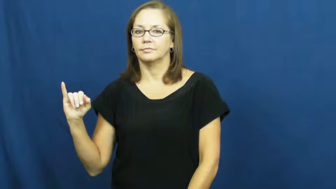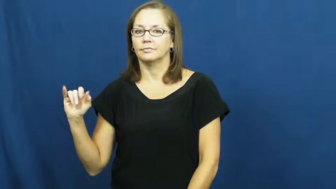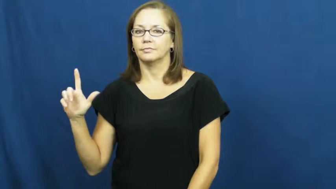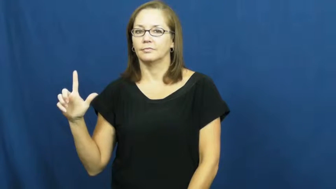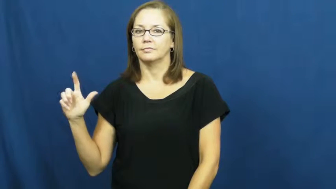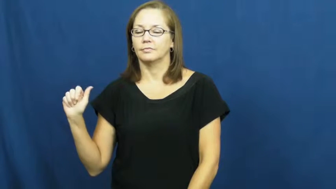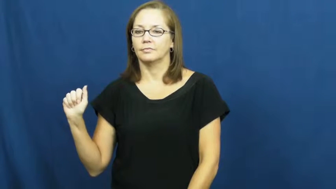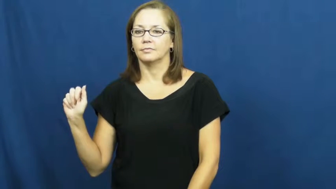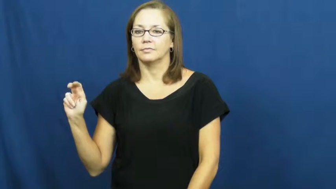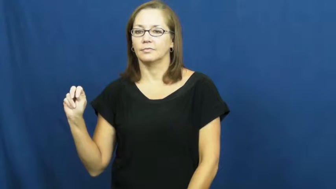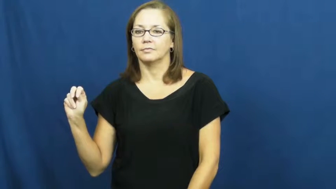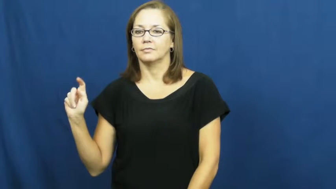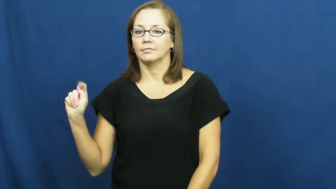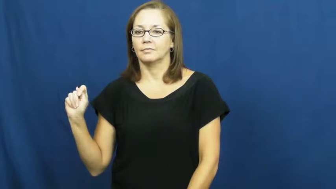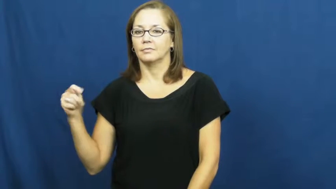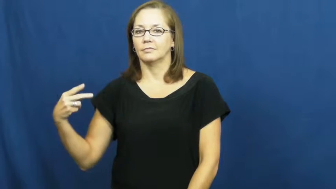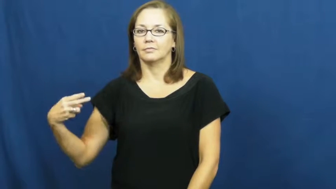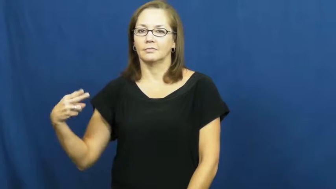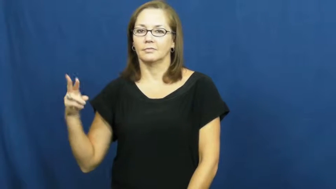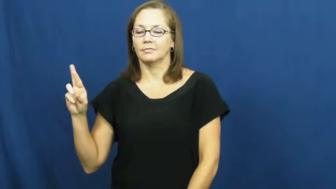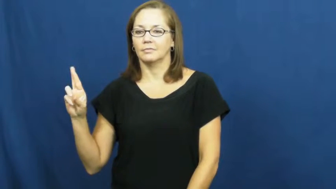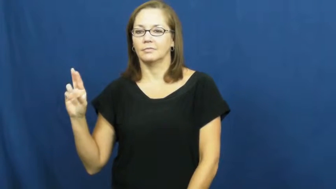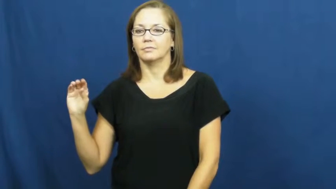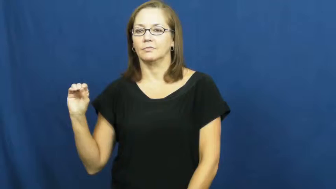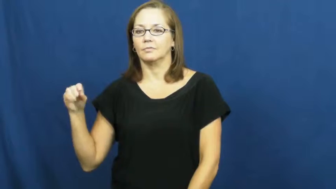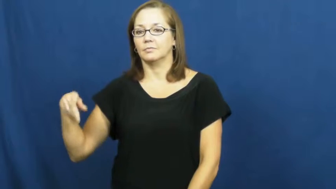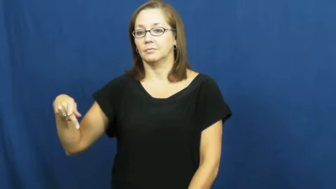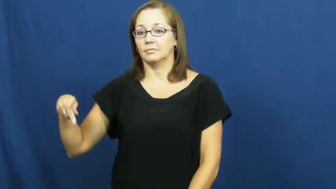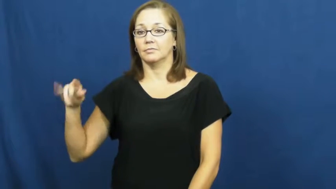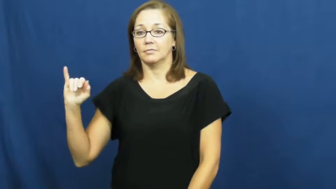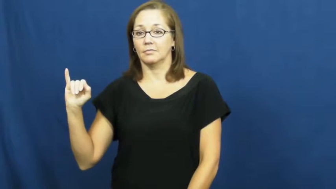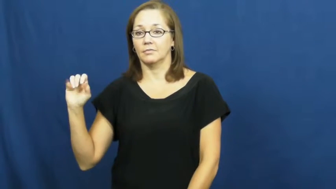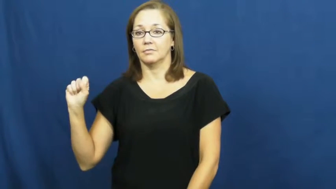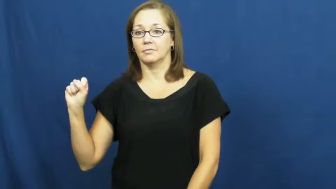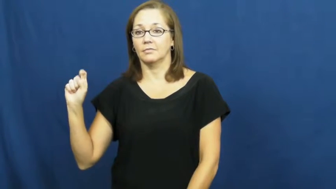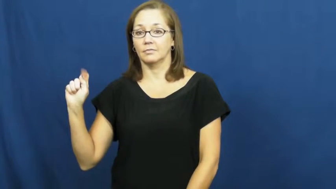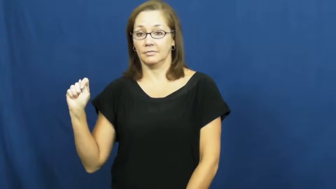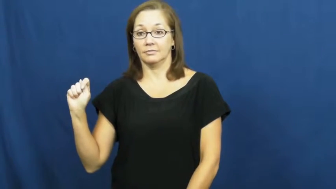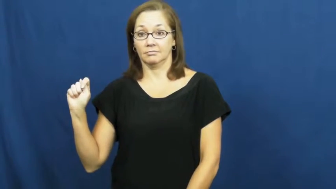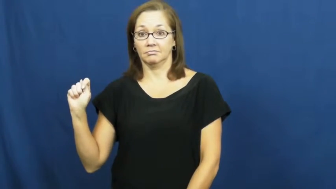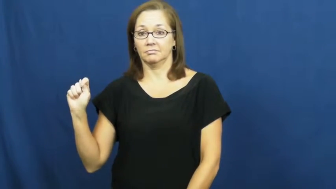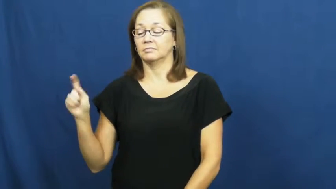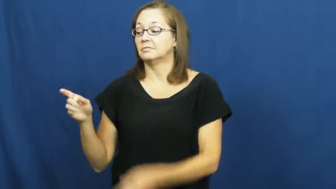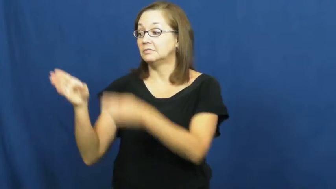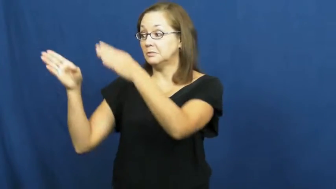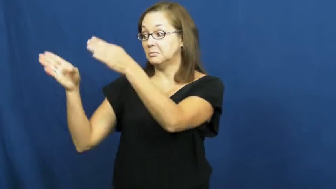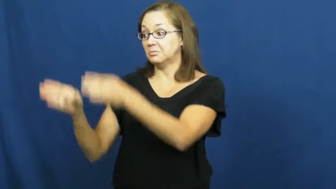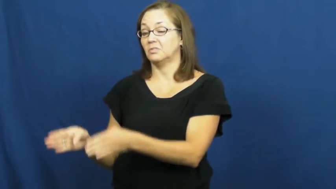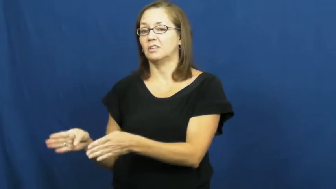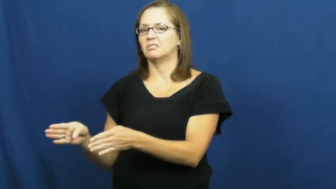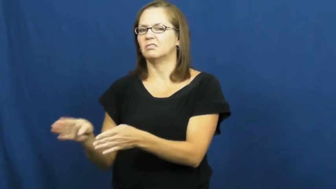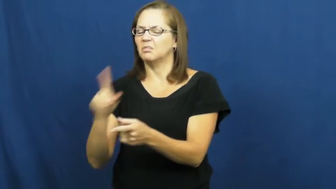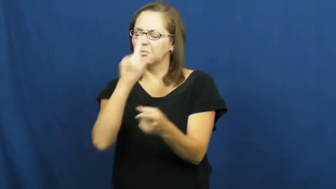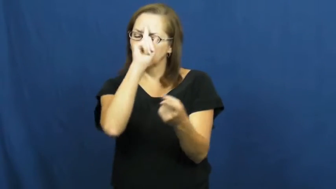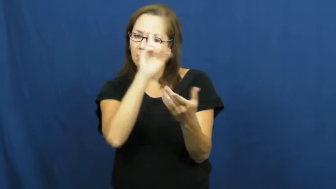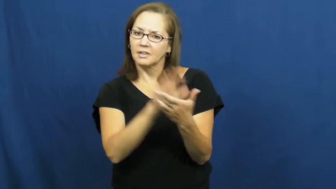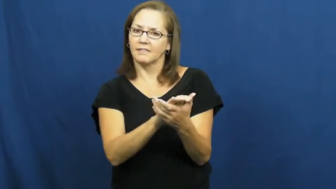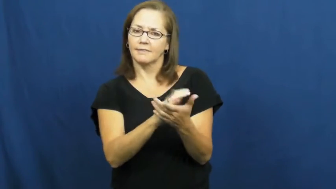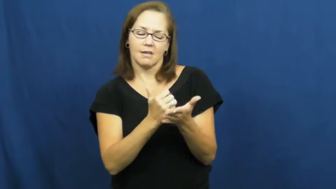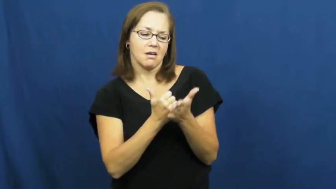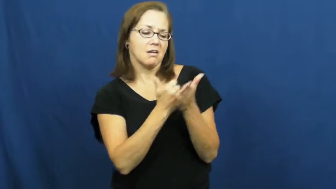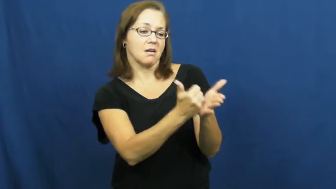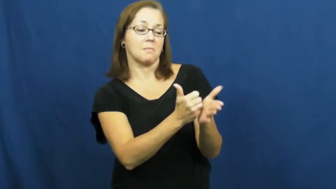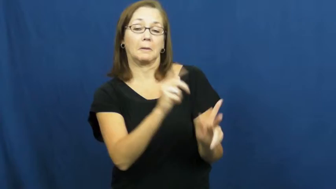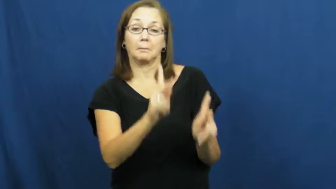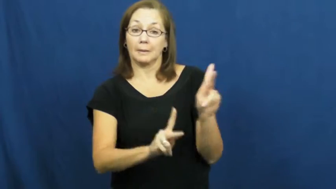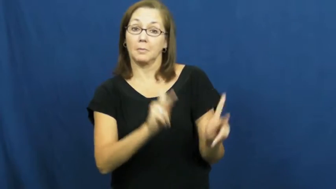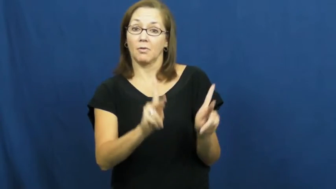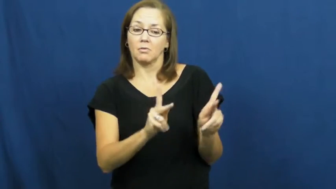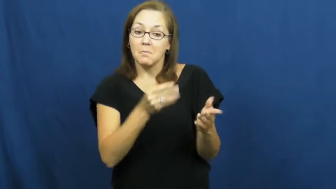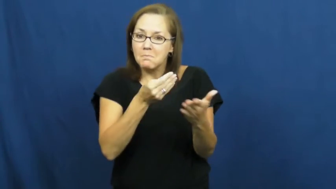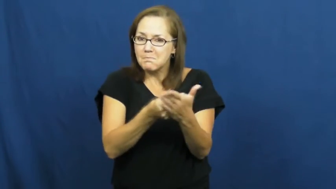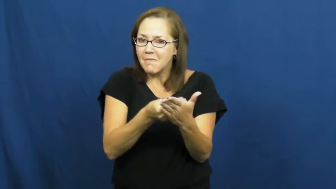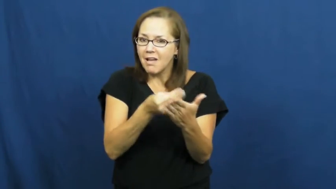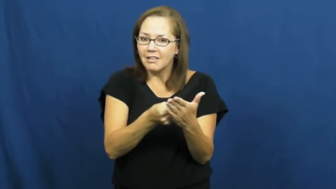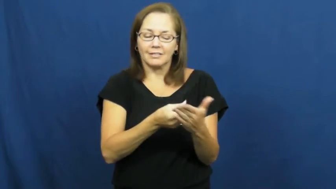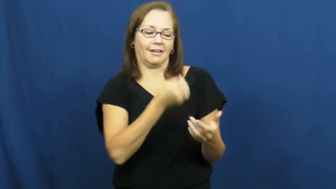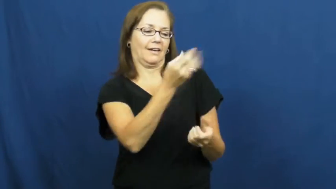philanthropist